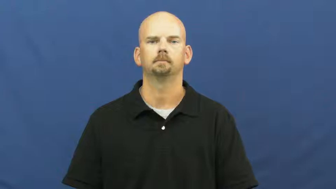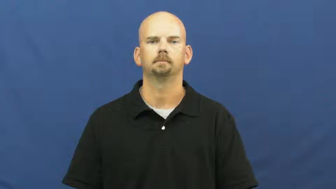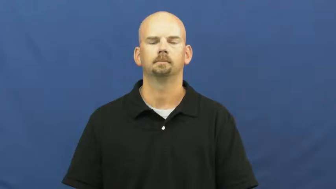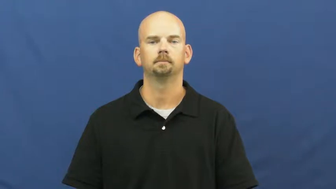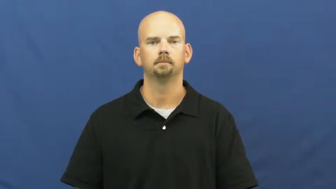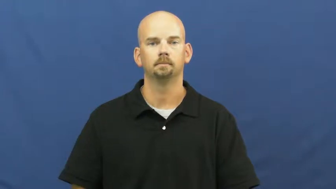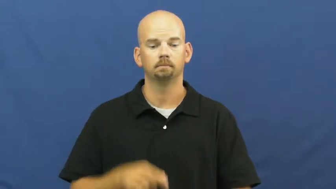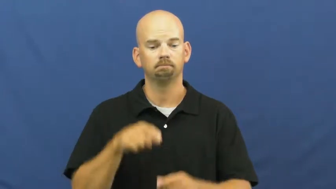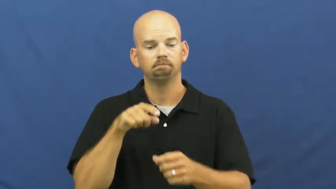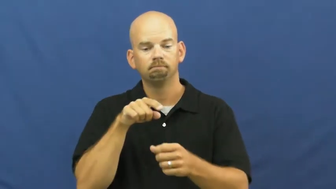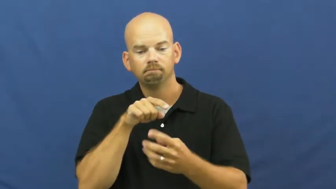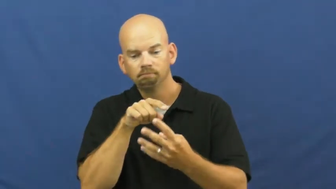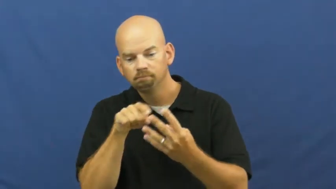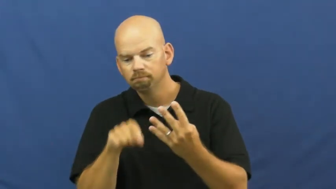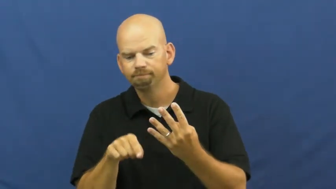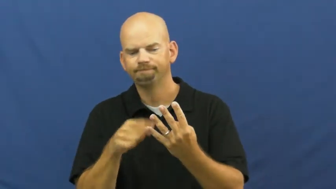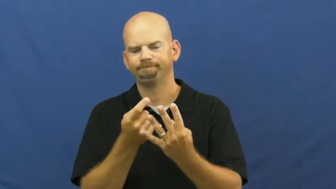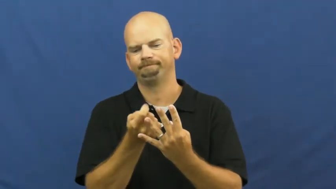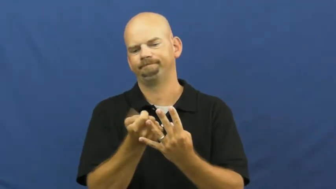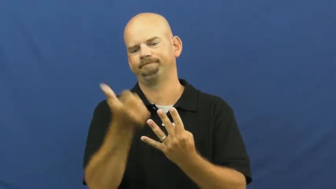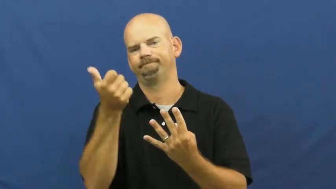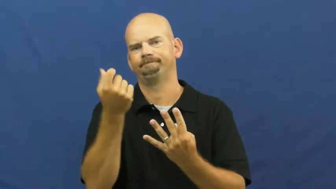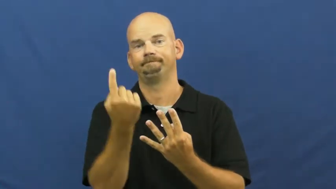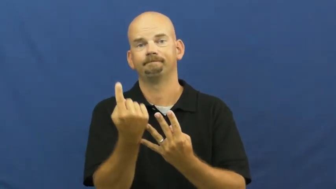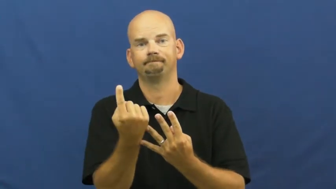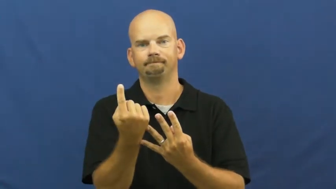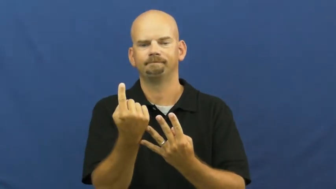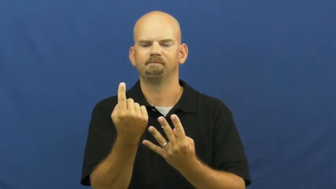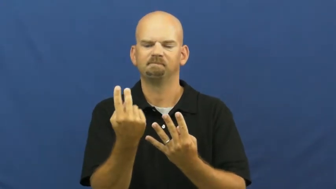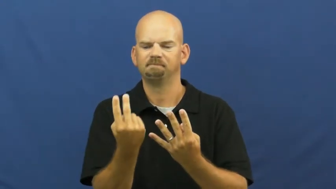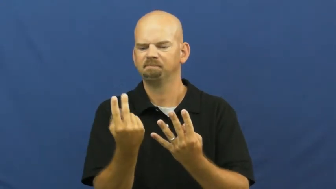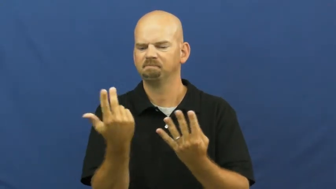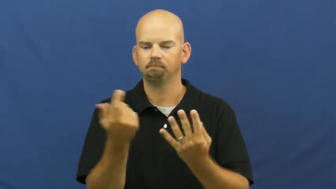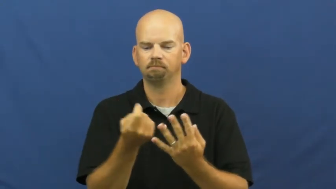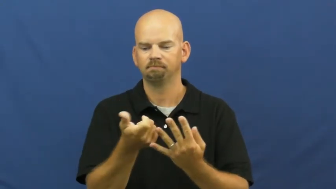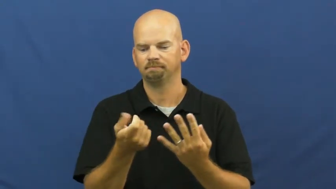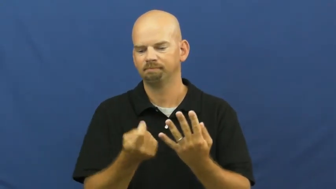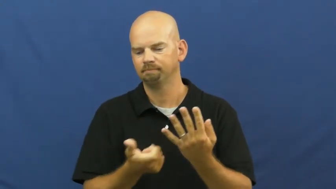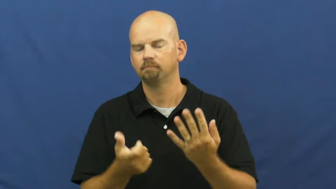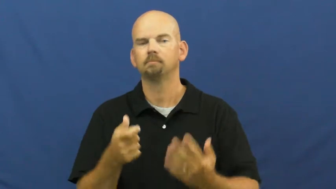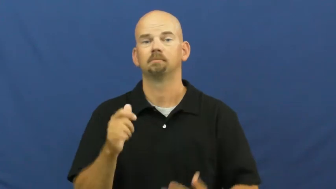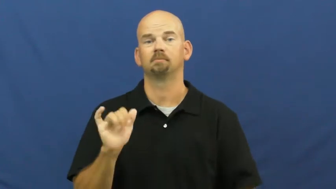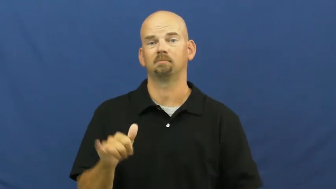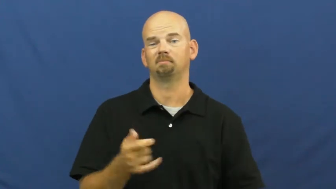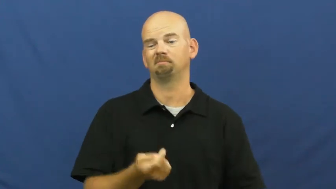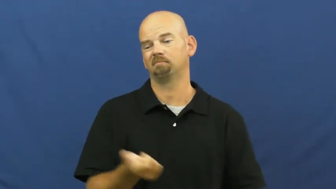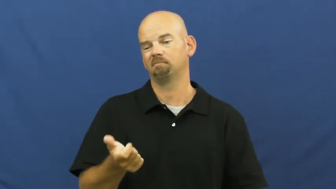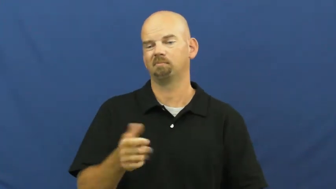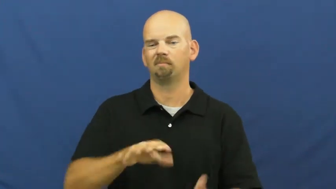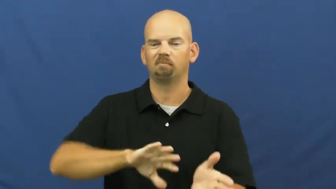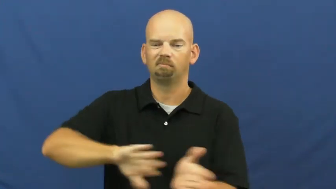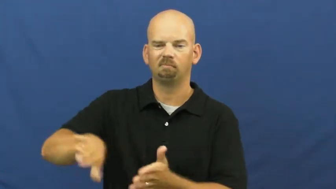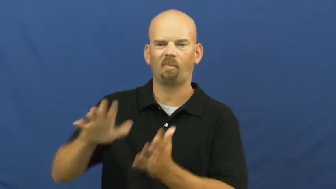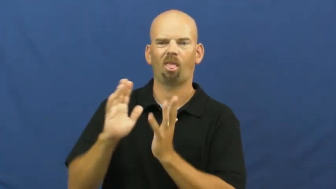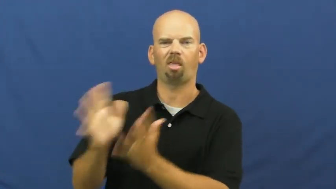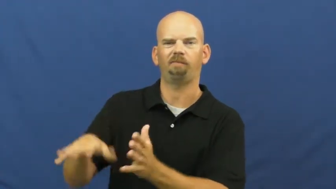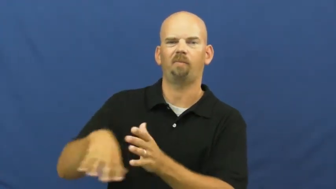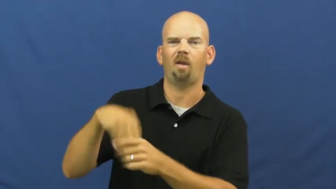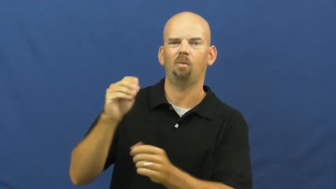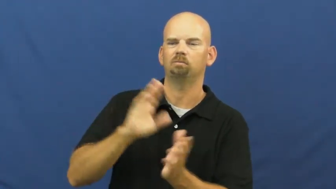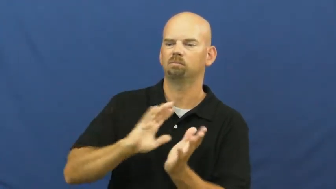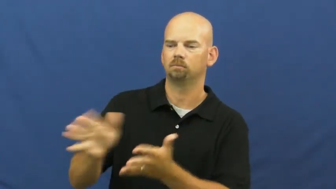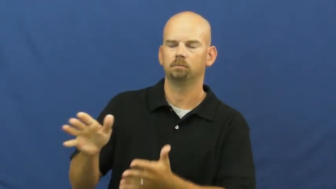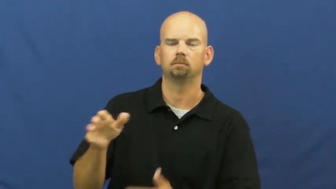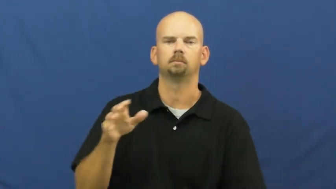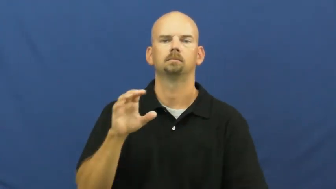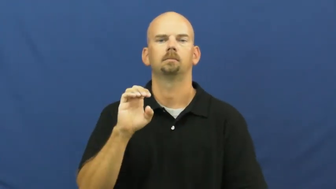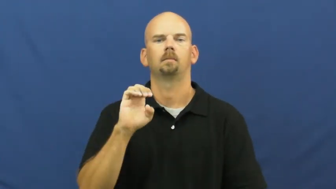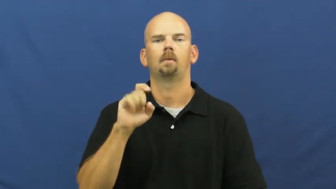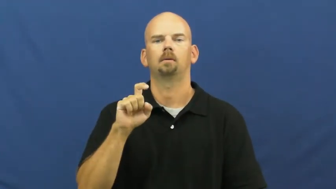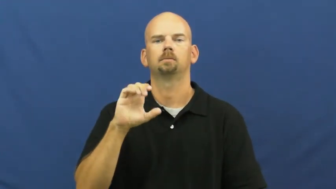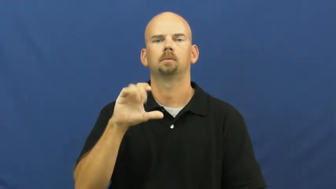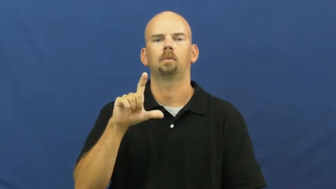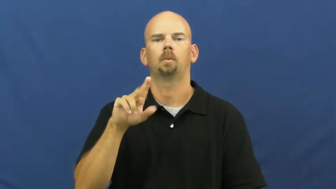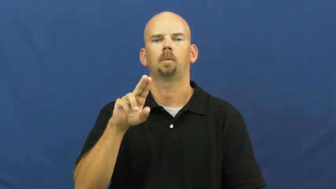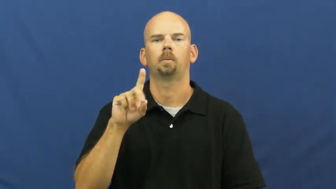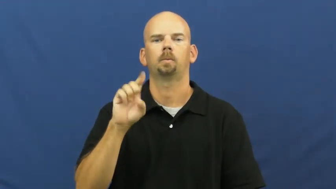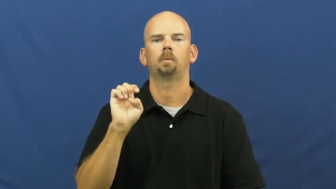rule out